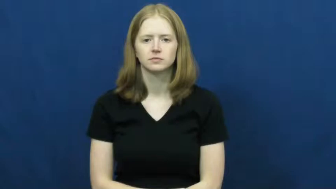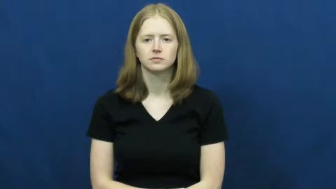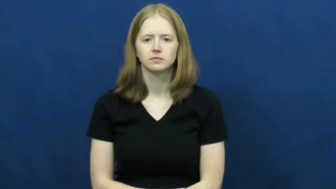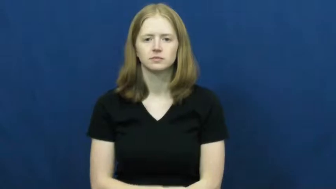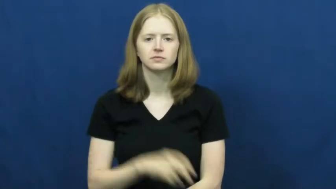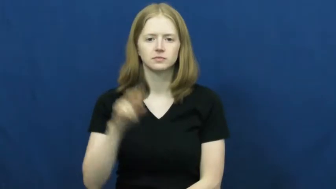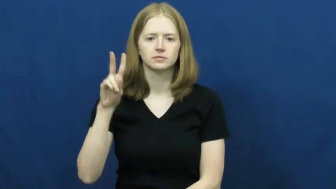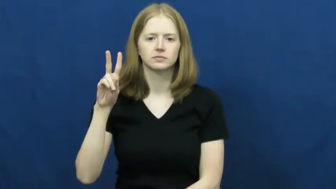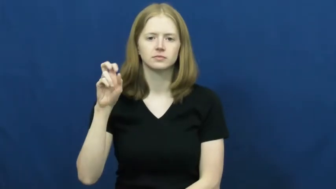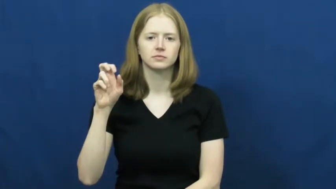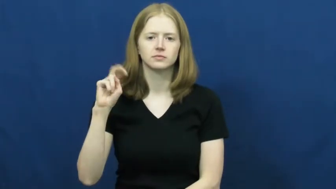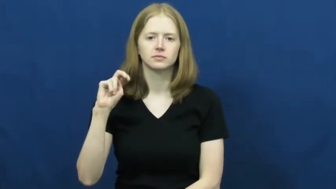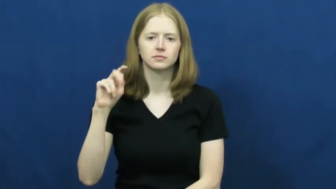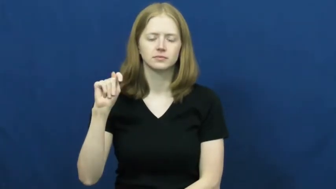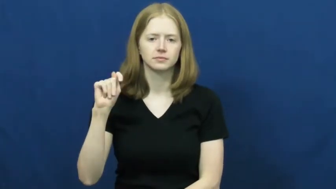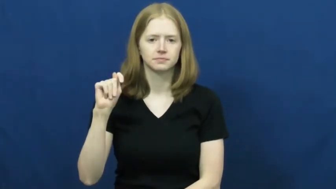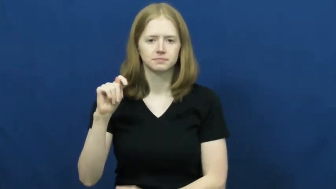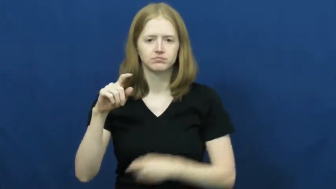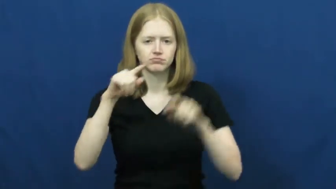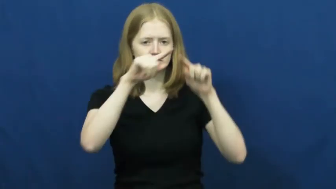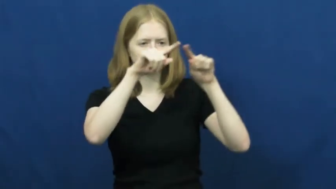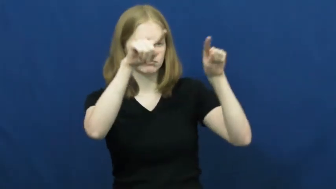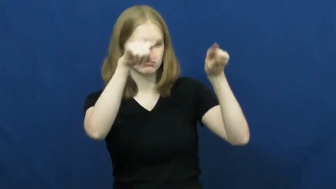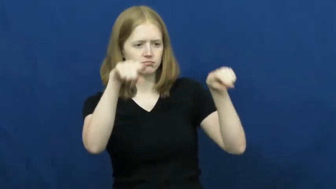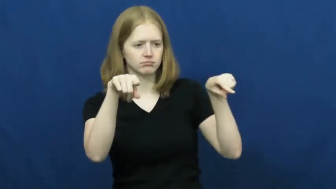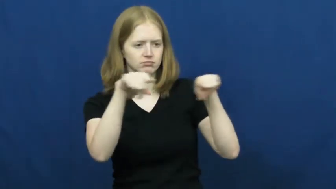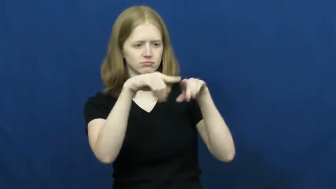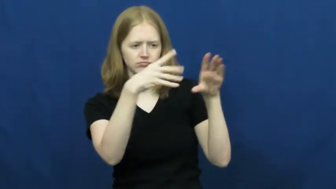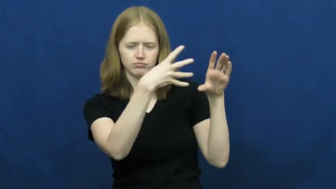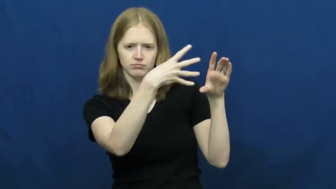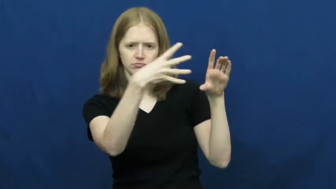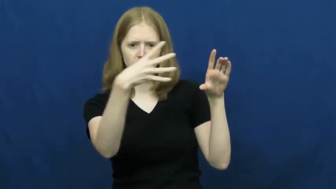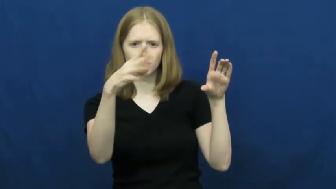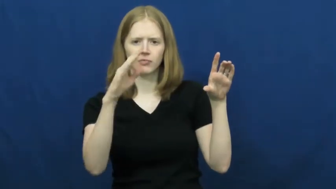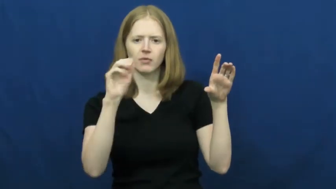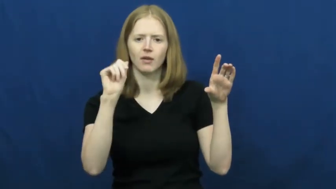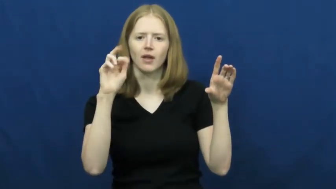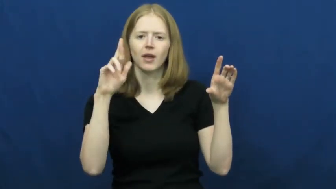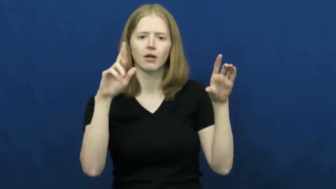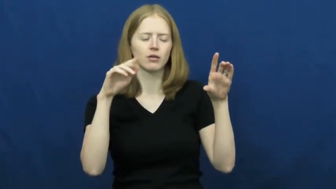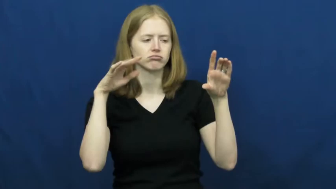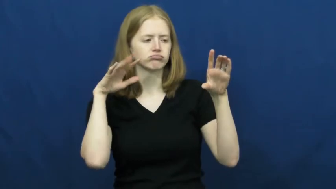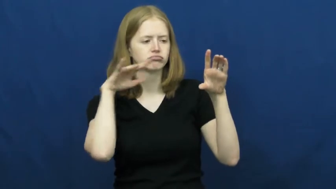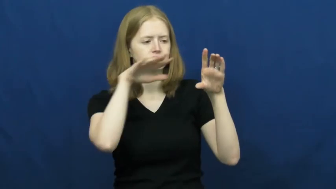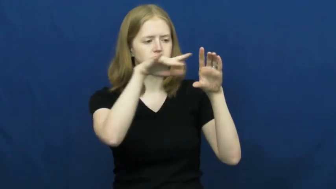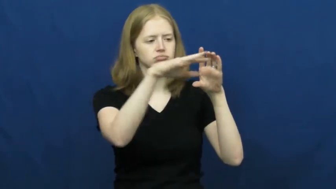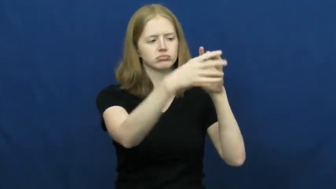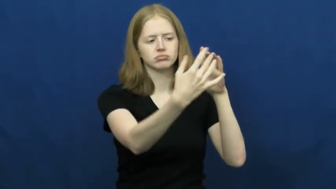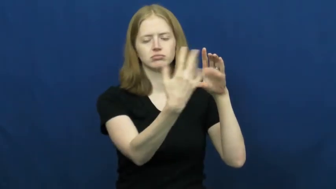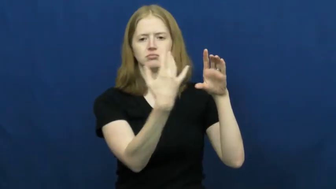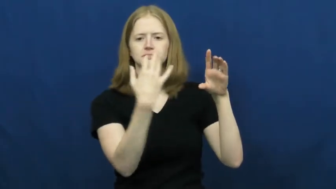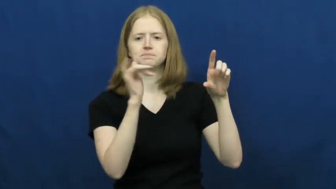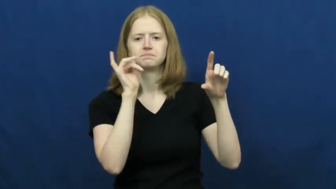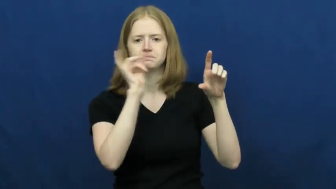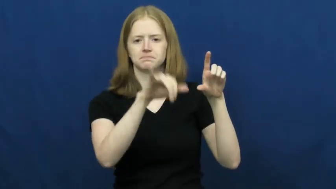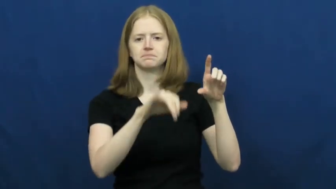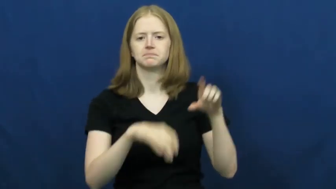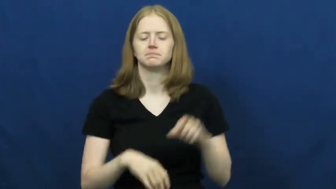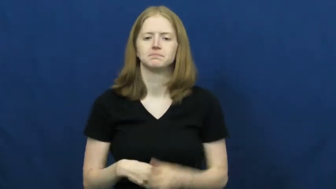vent-air